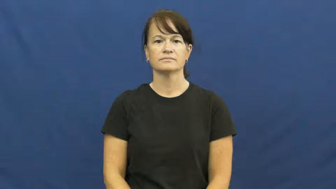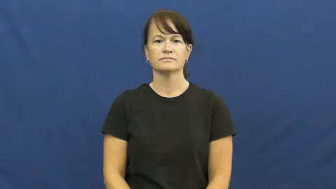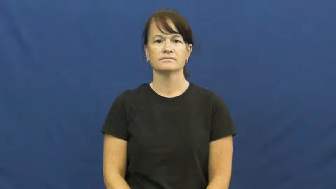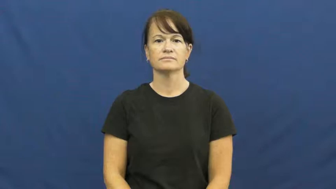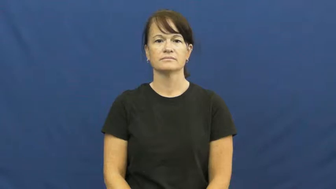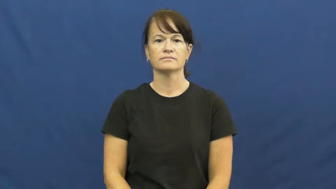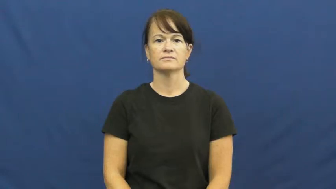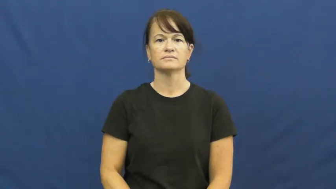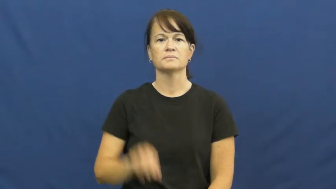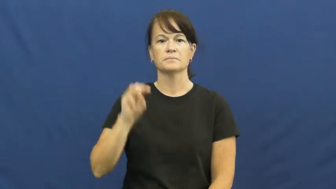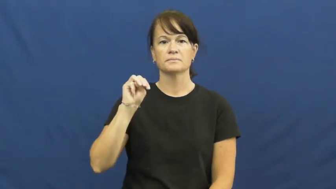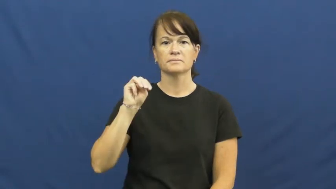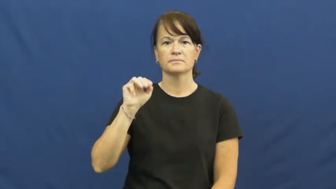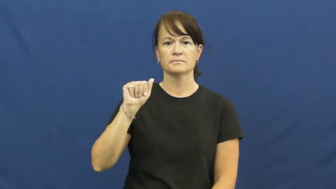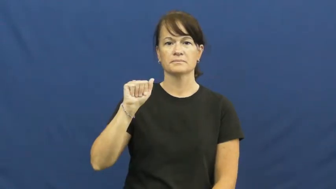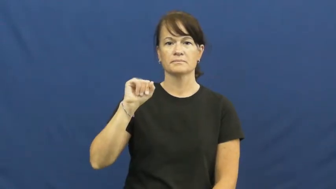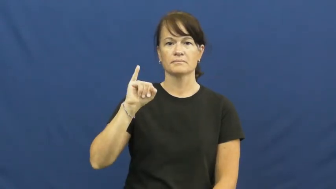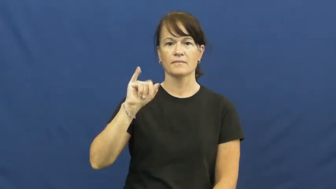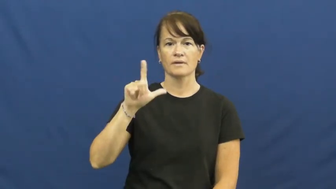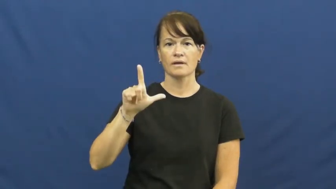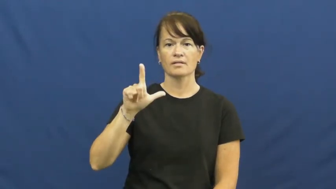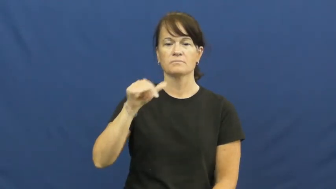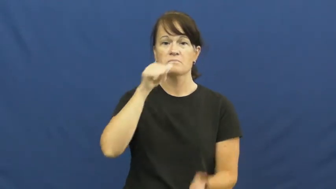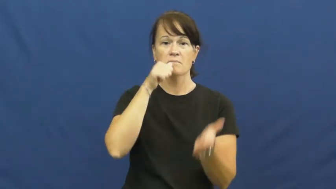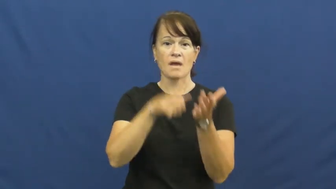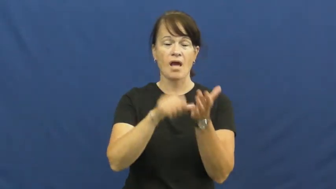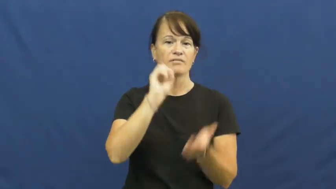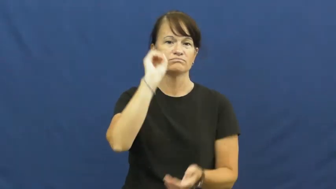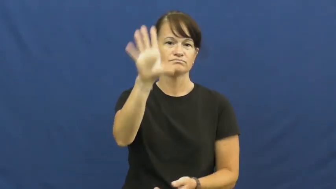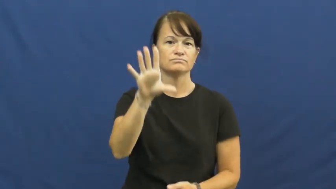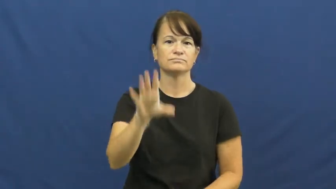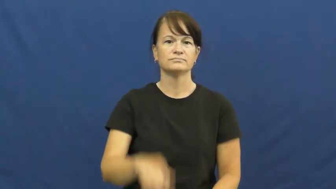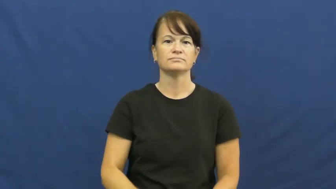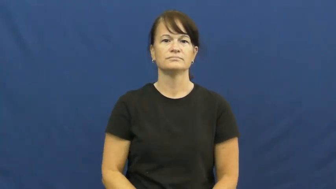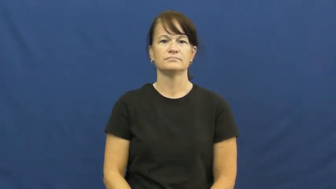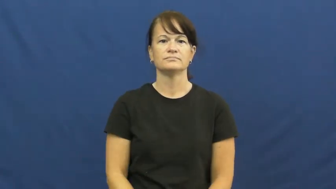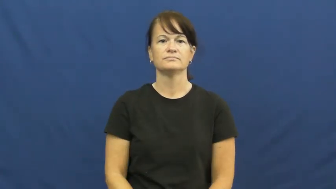mail